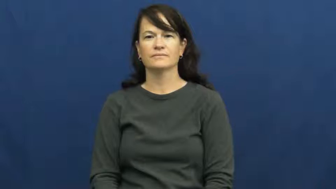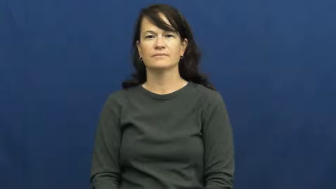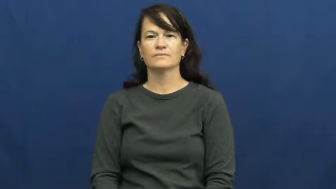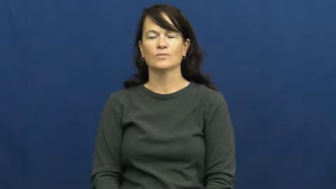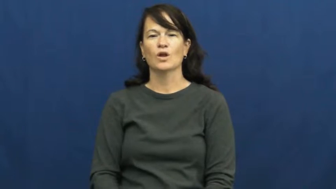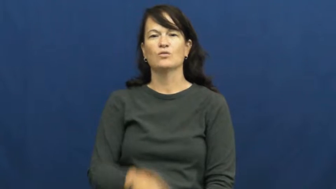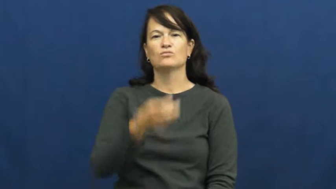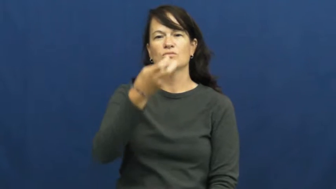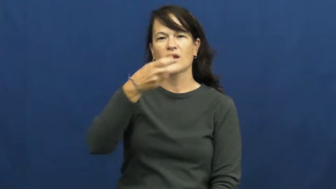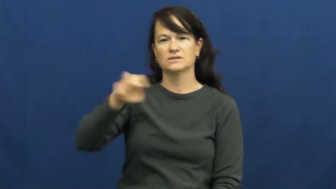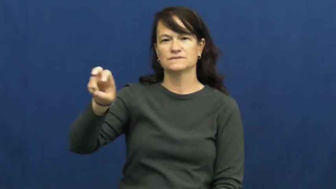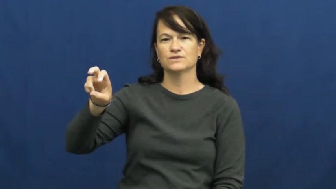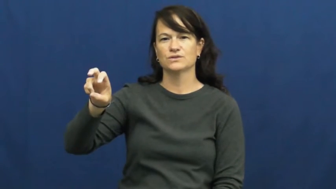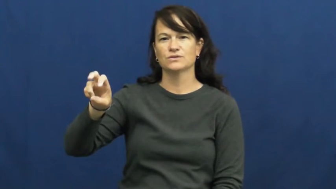transfer,tranship